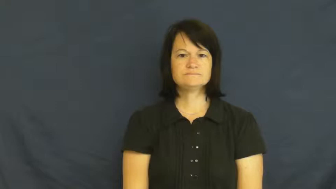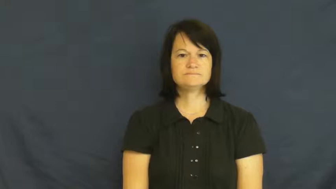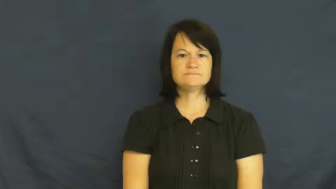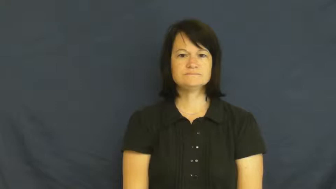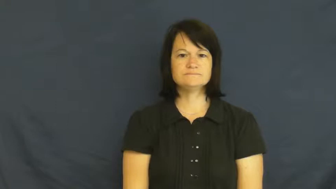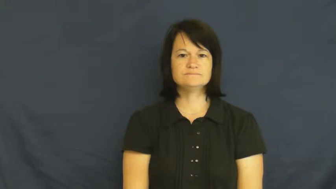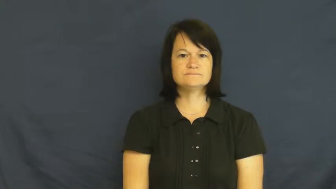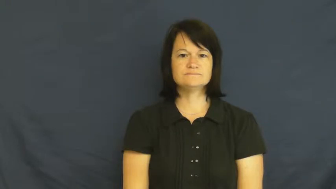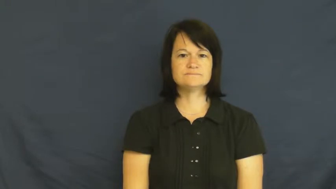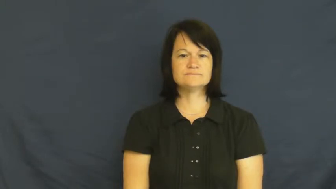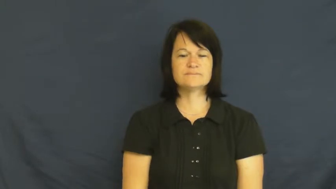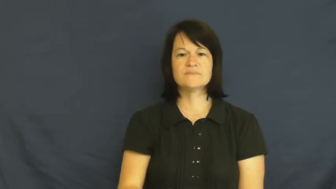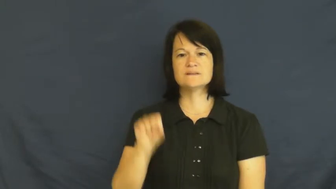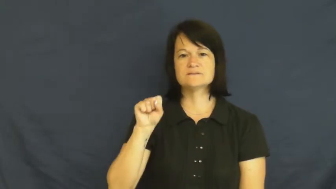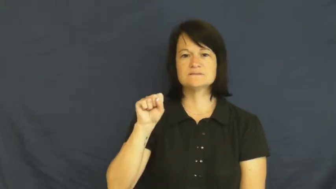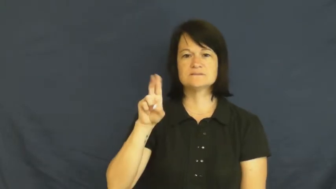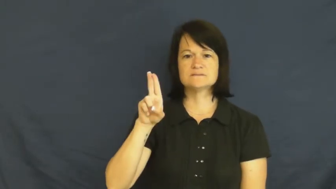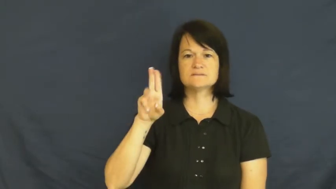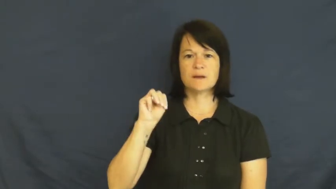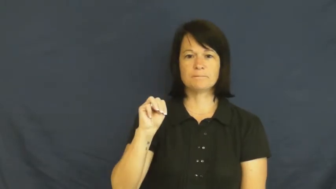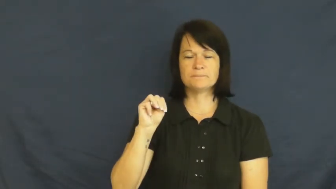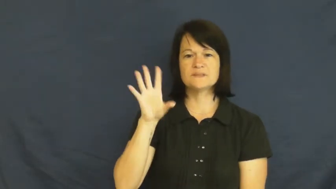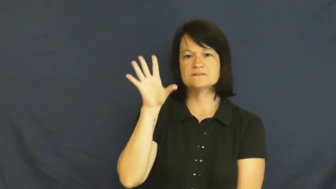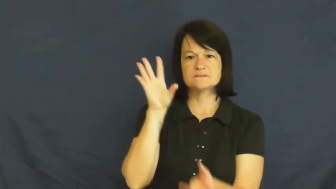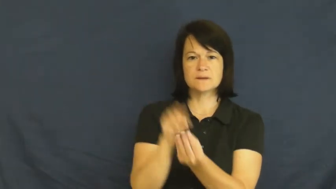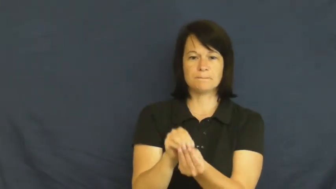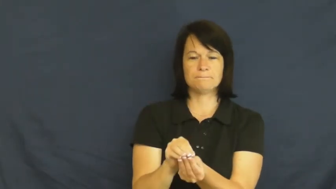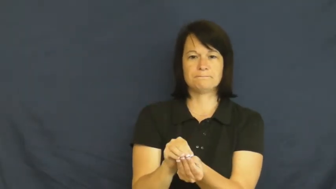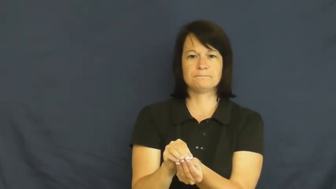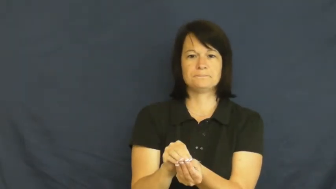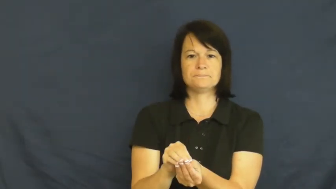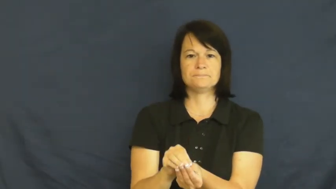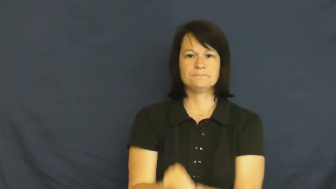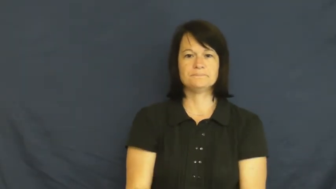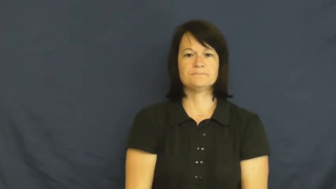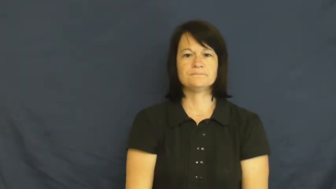sum,congeries,bring